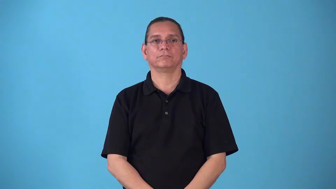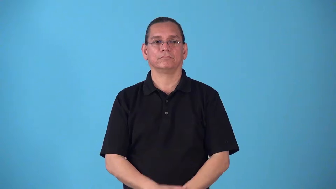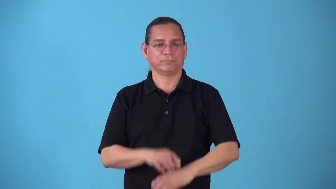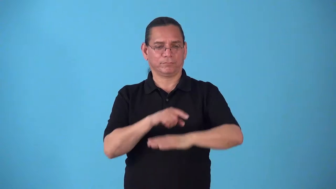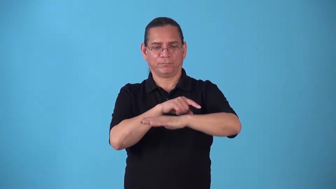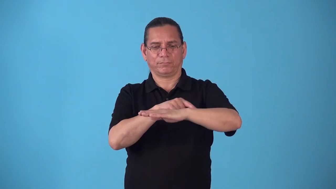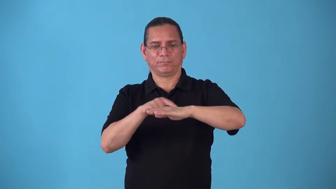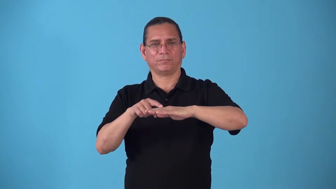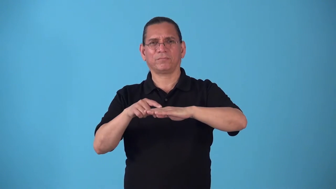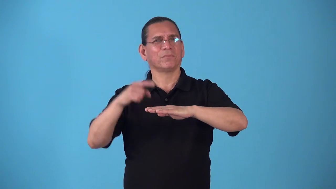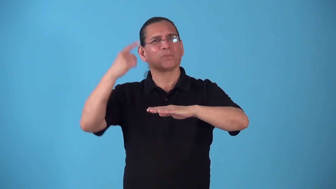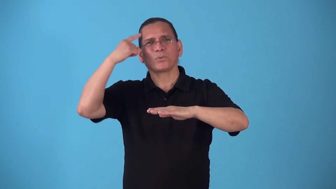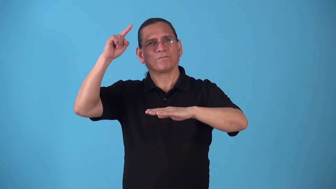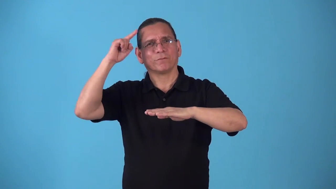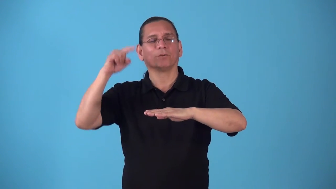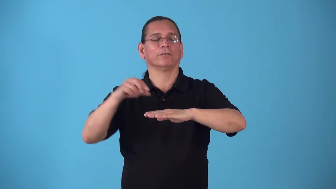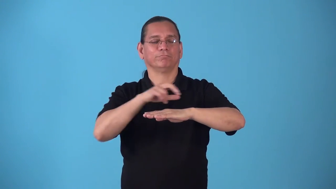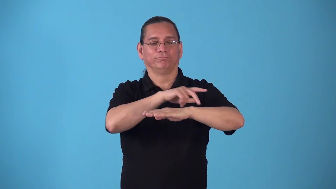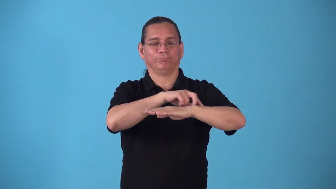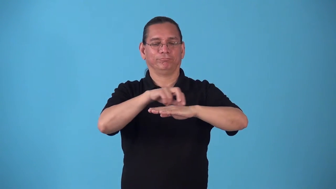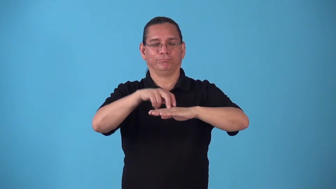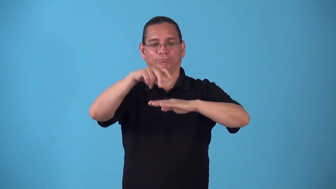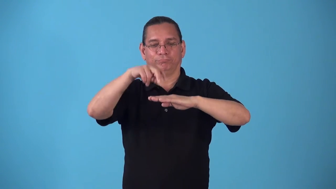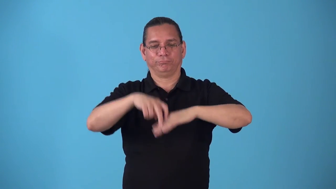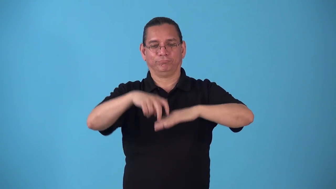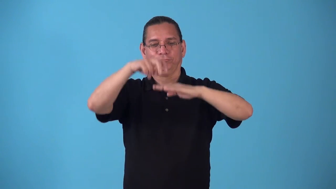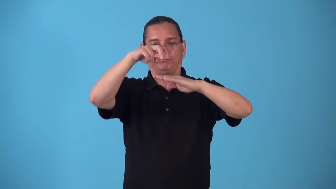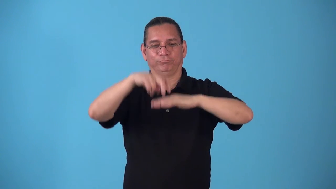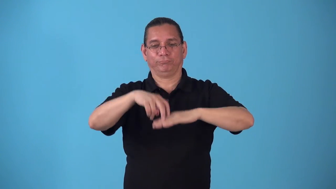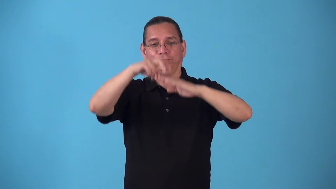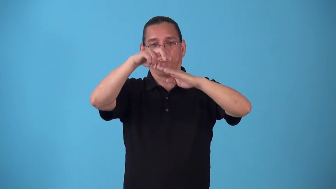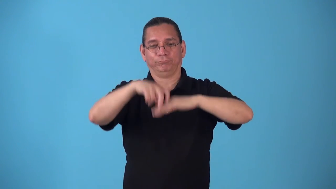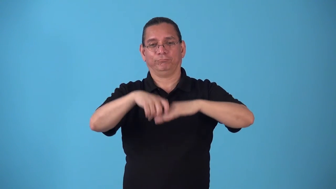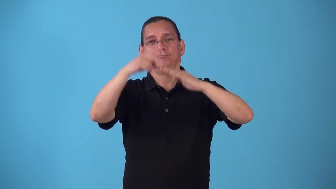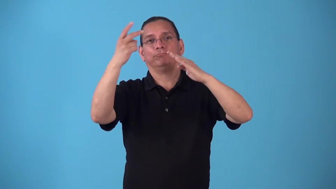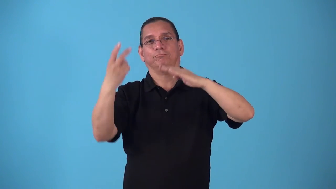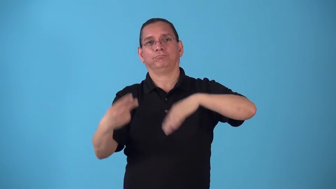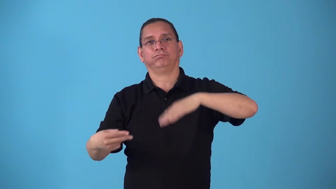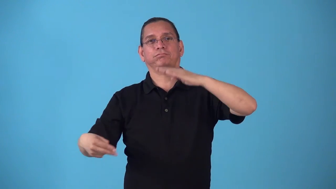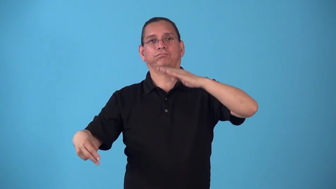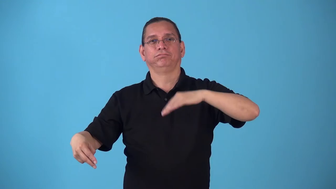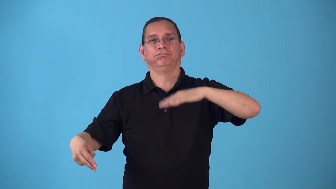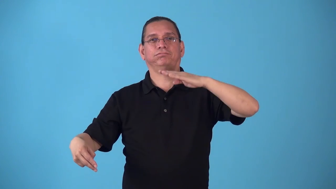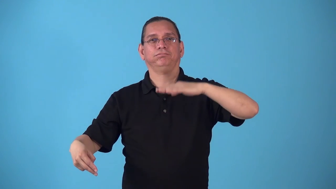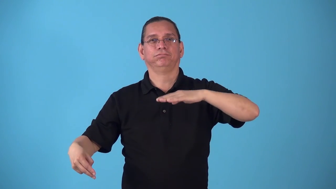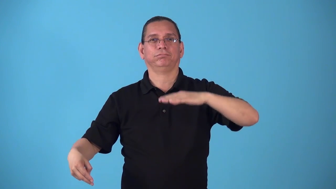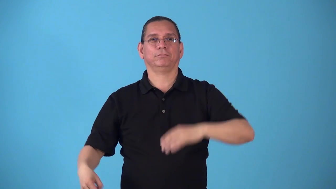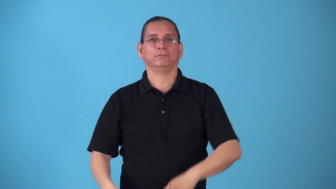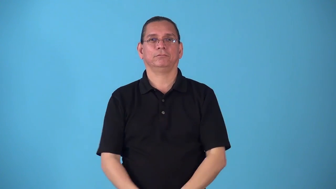springboard-diving